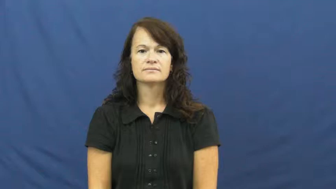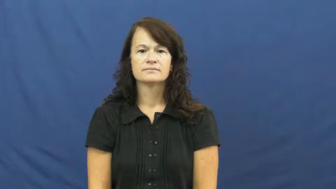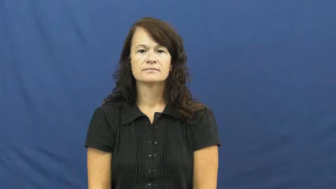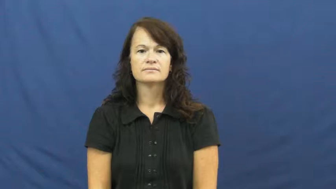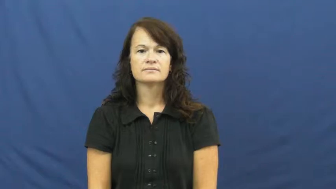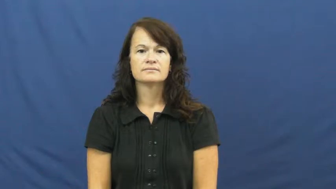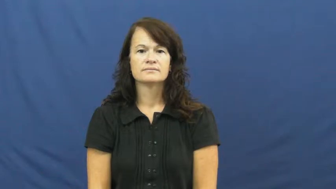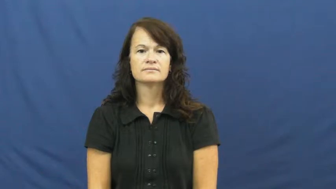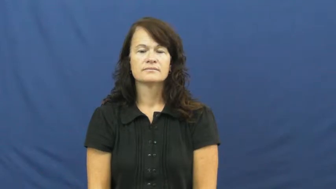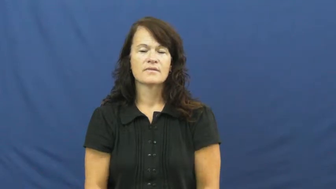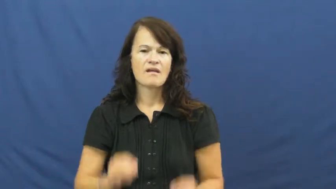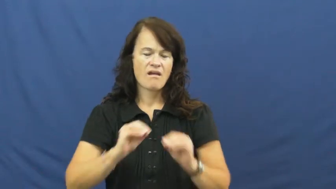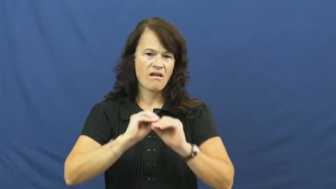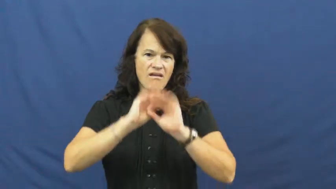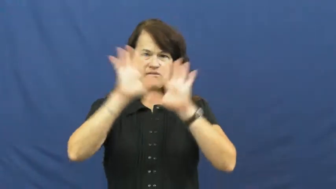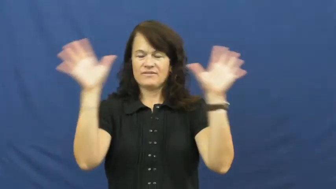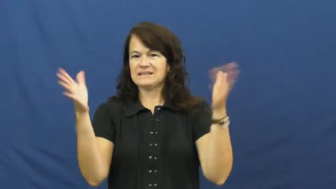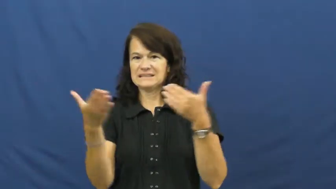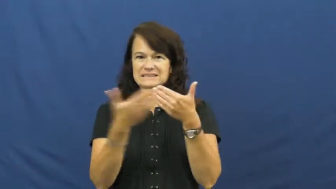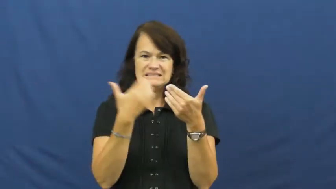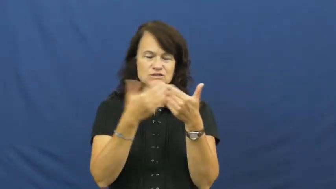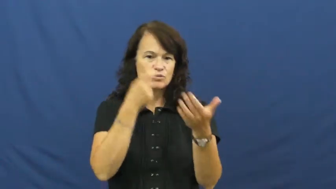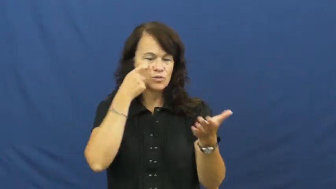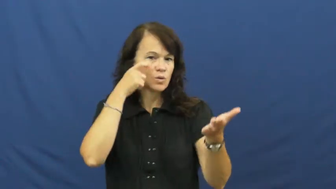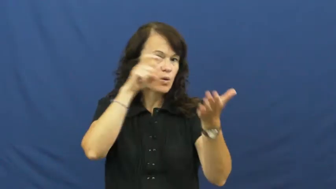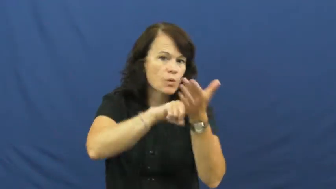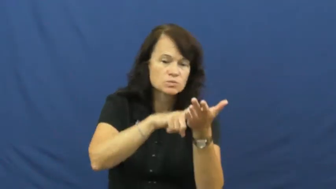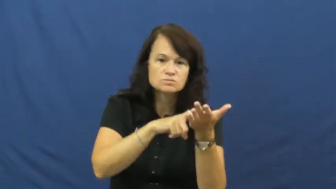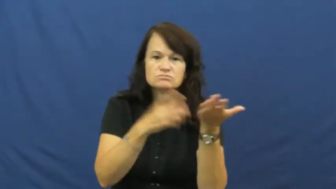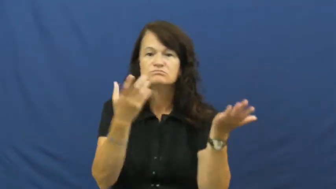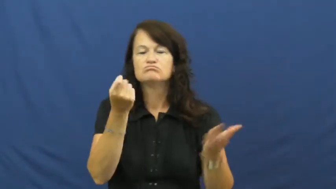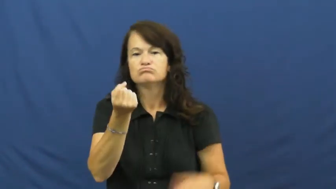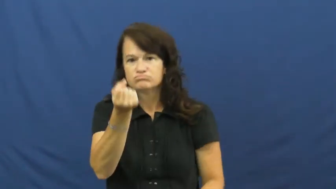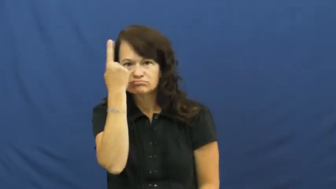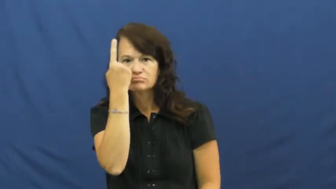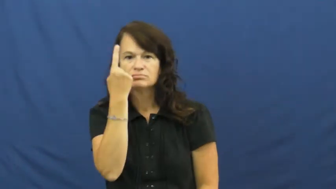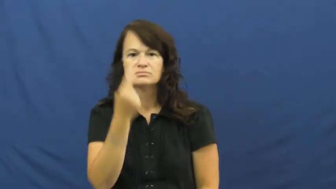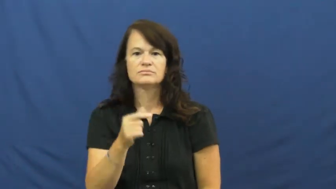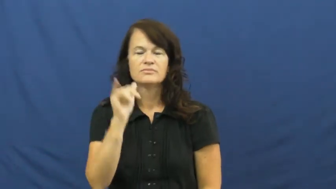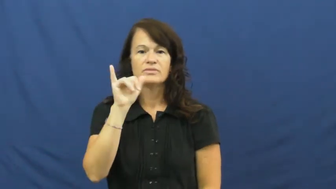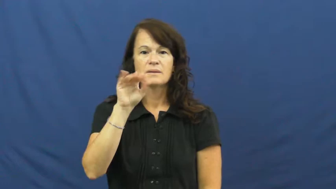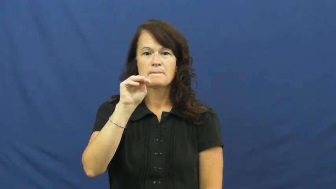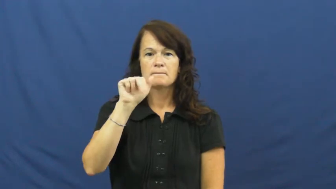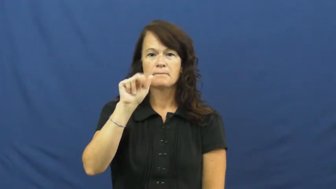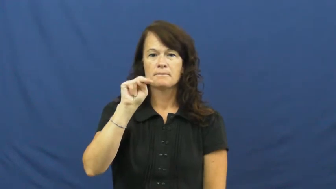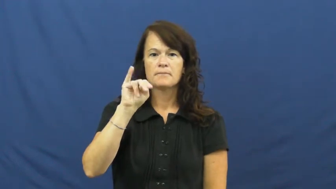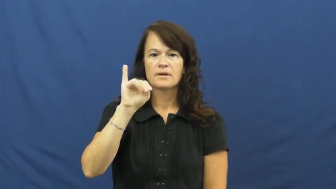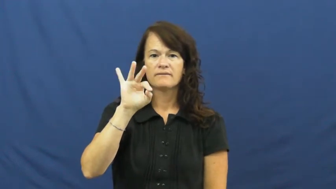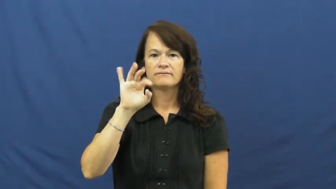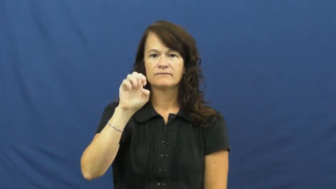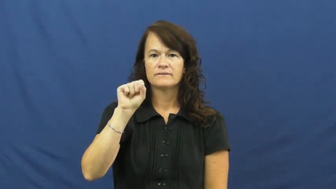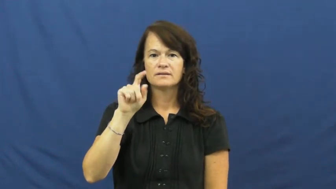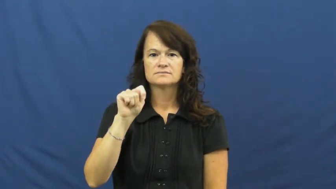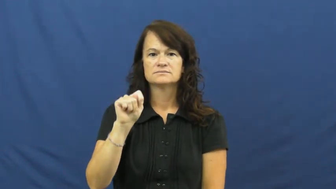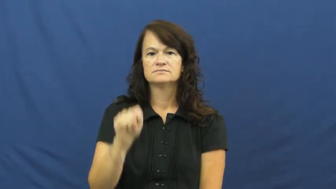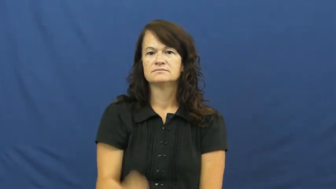manifest-easy